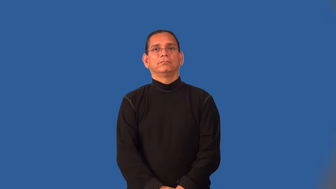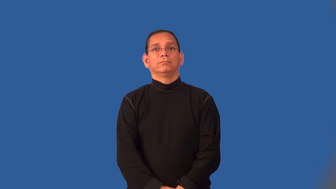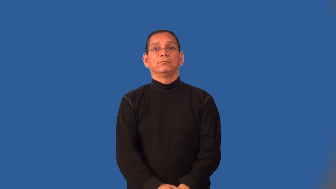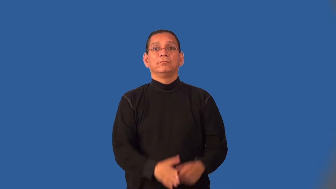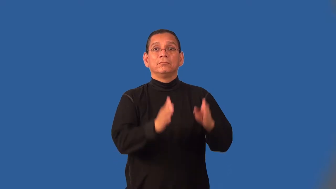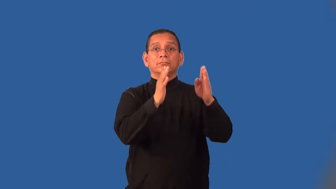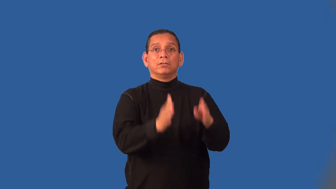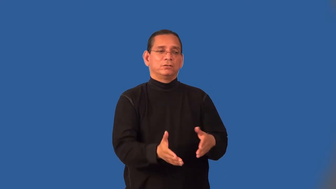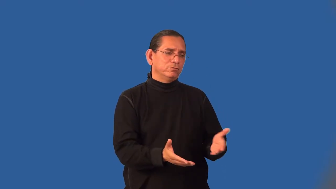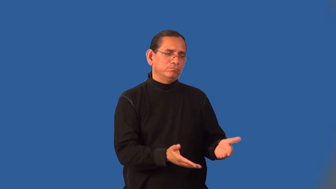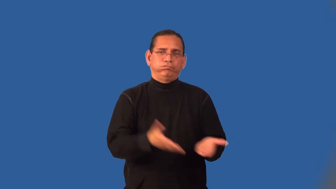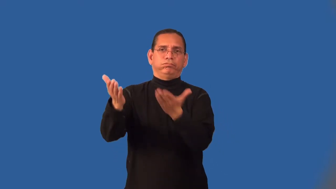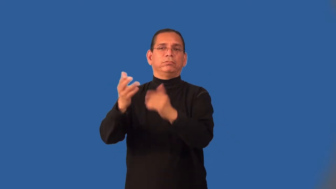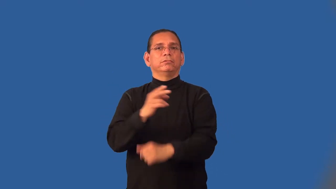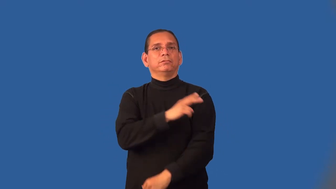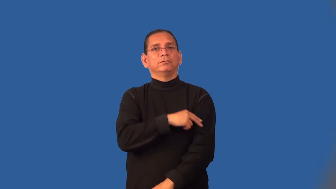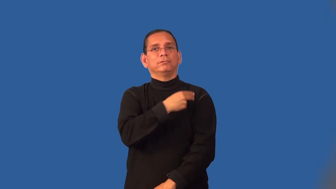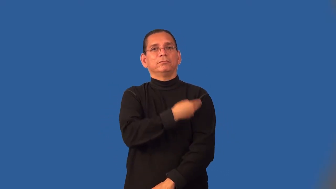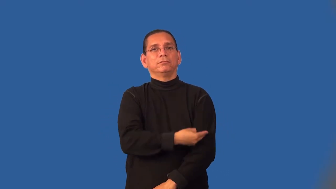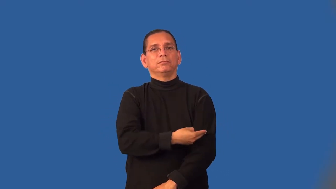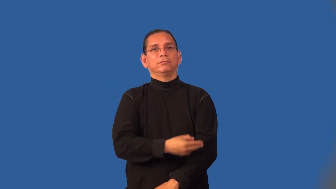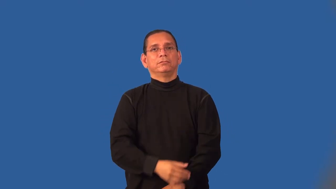hospitalize